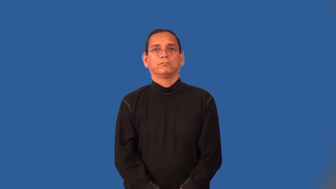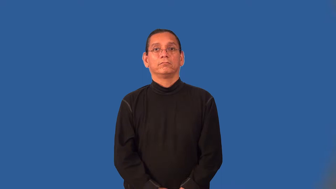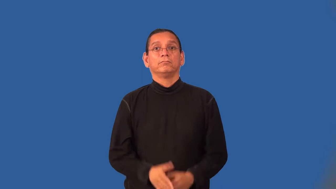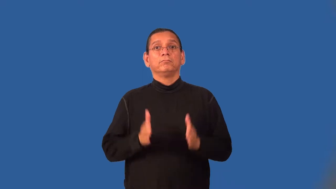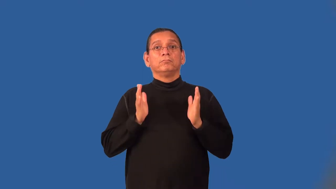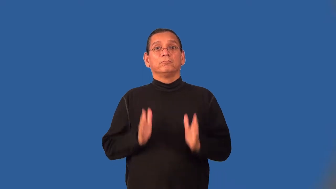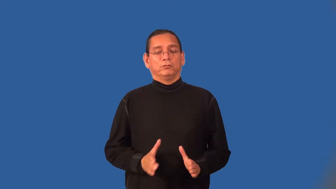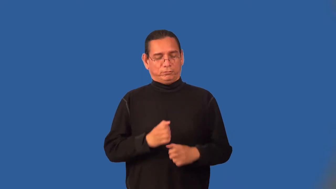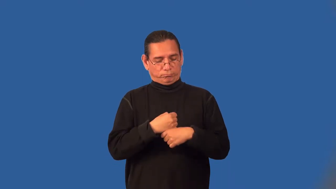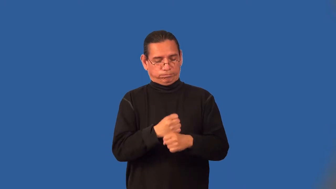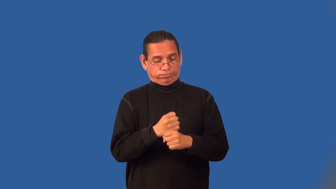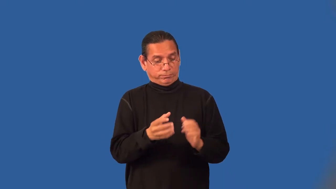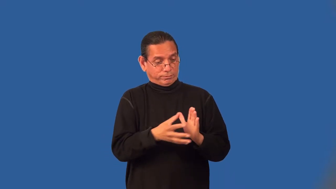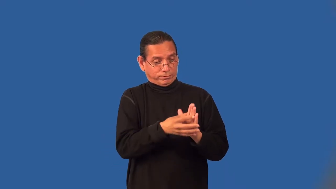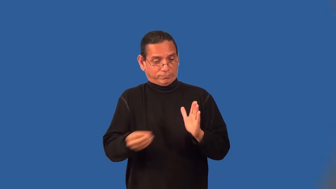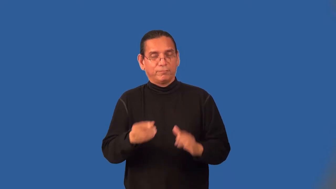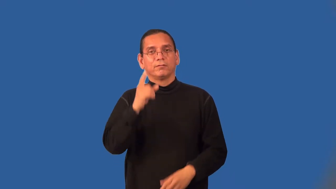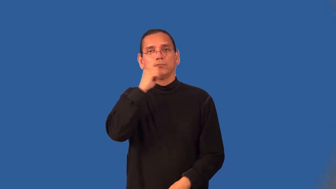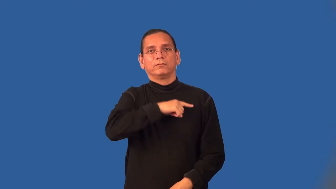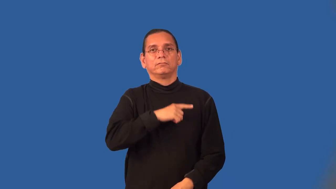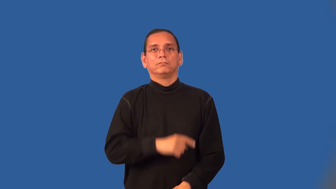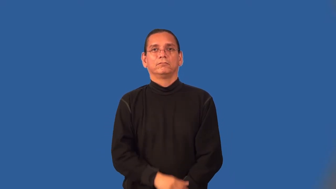counterfeiter